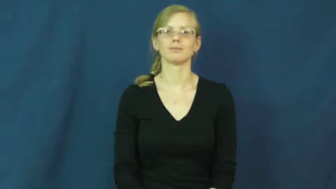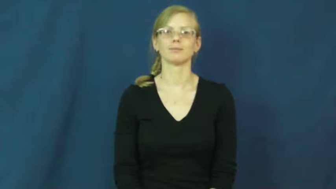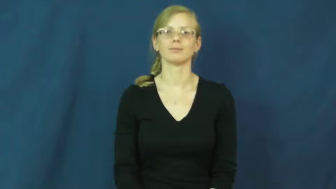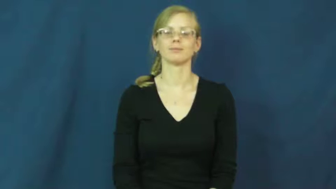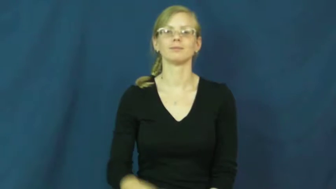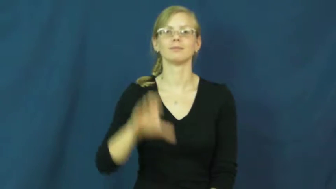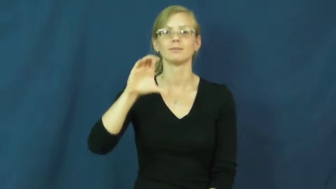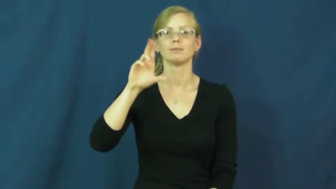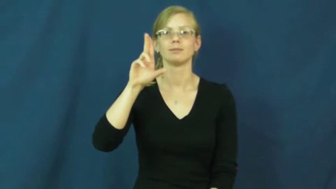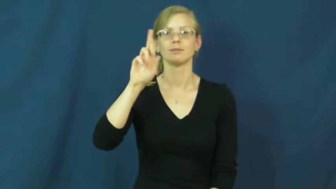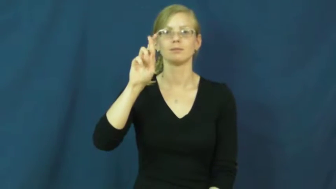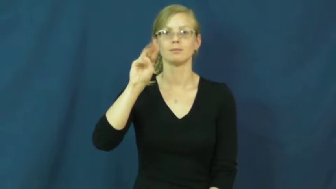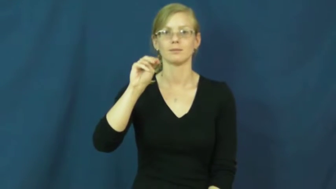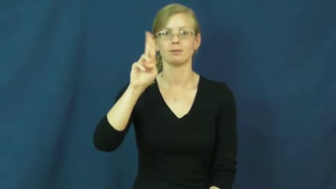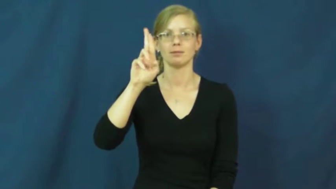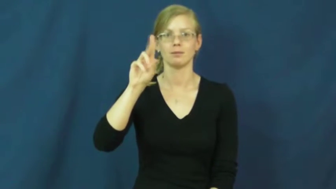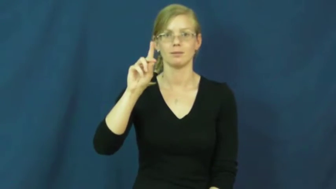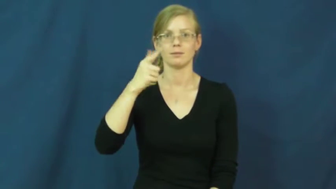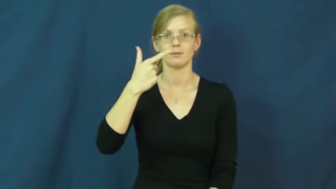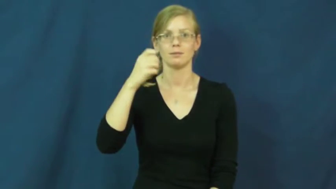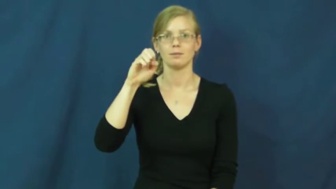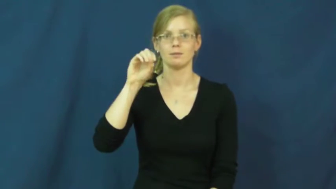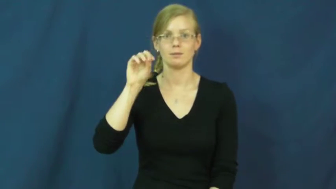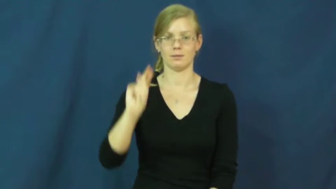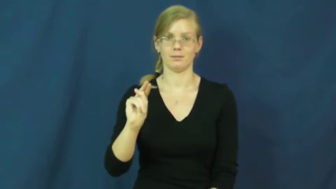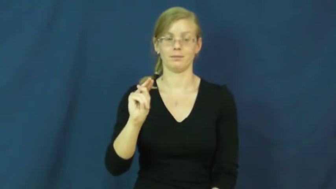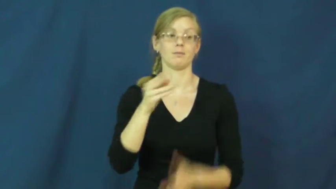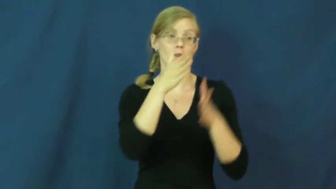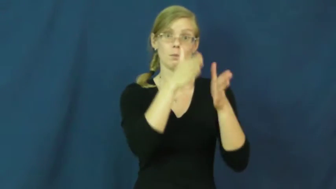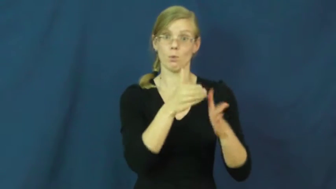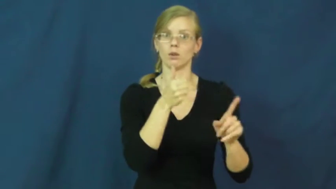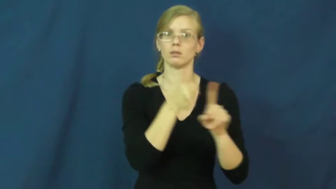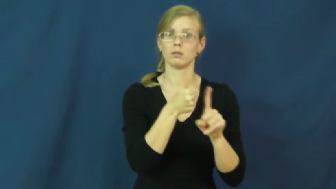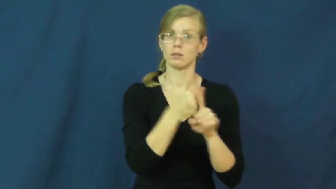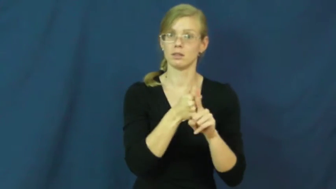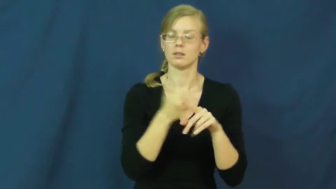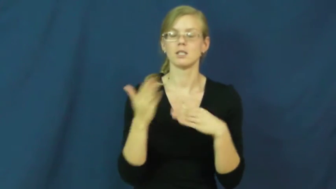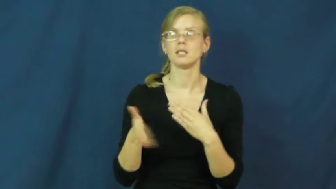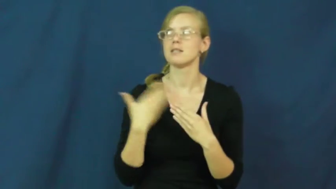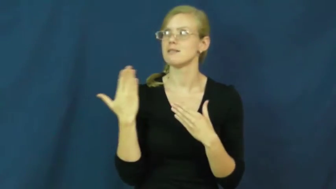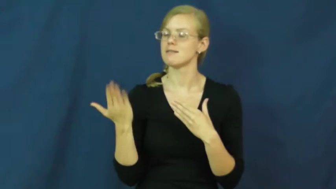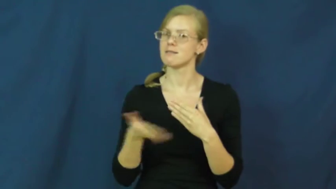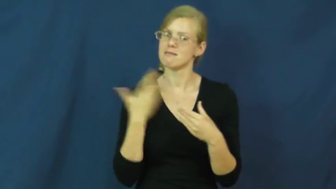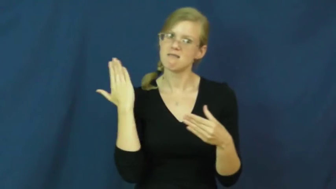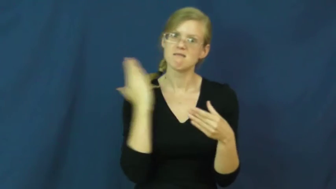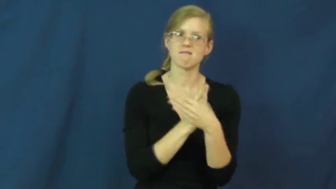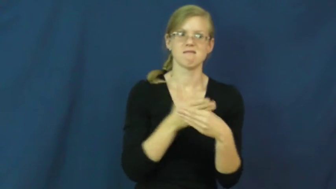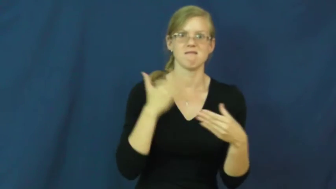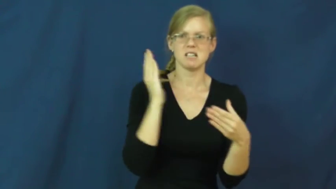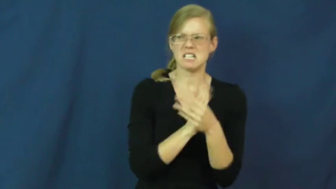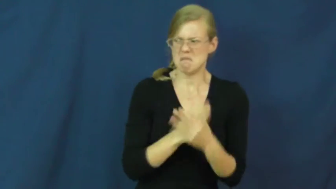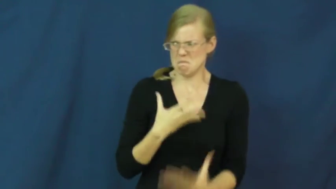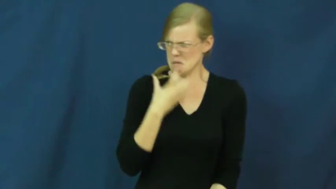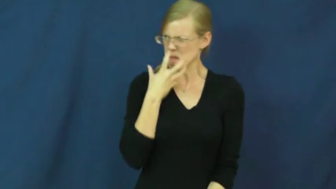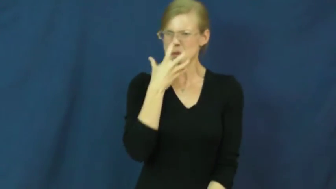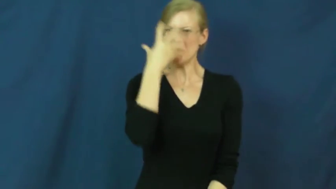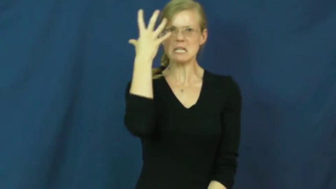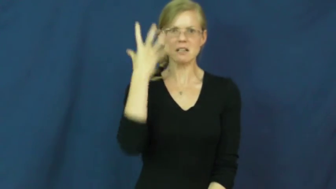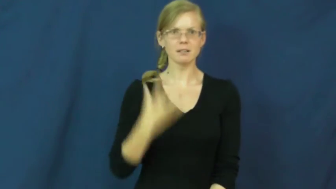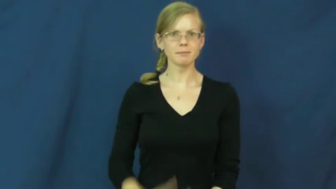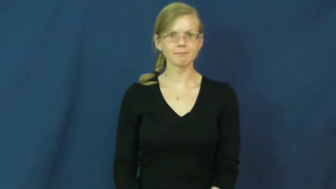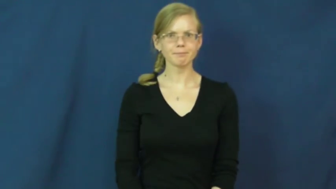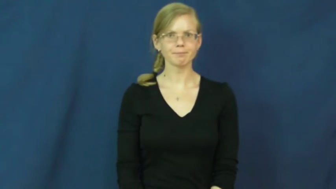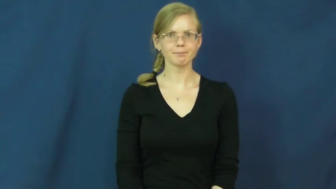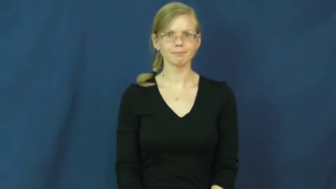curmudgeon